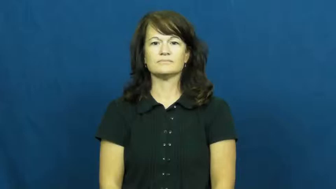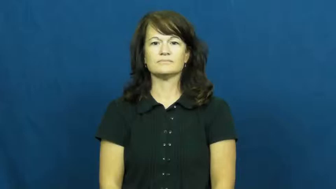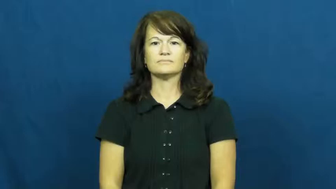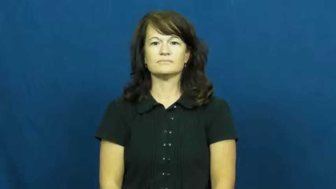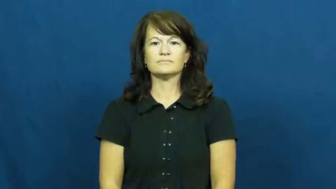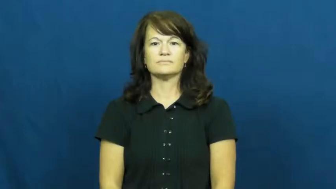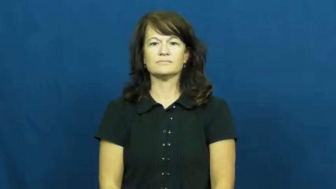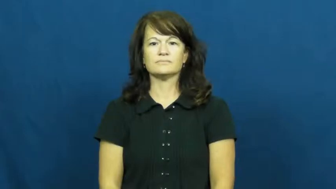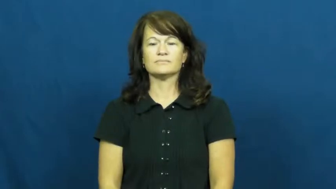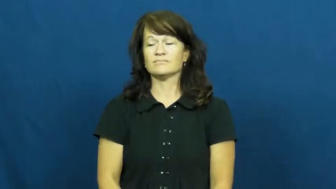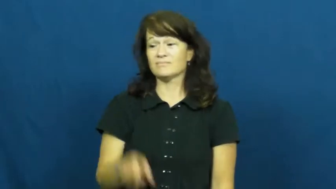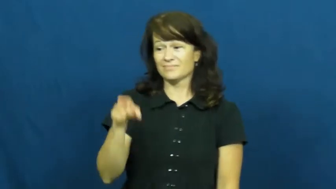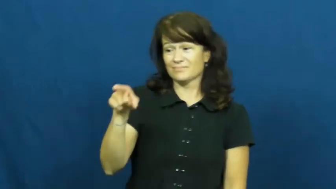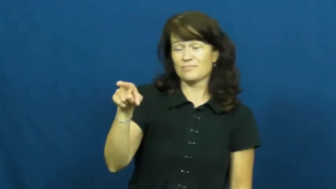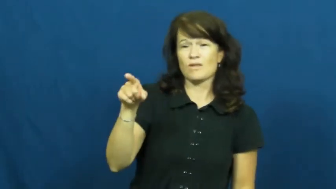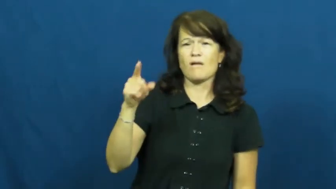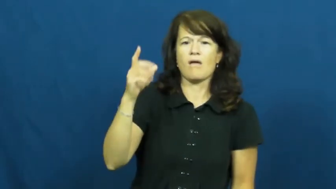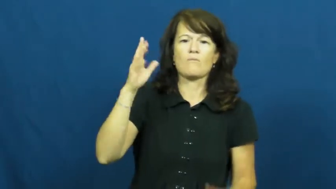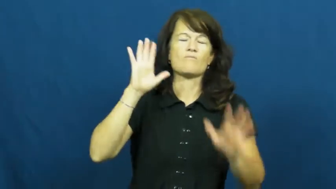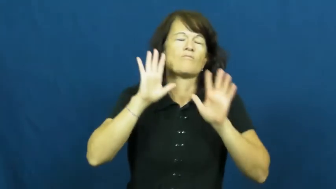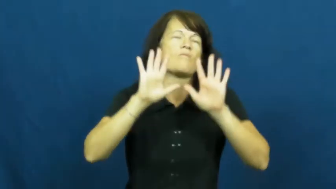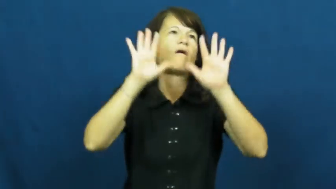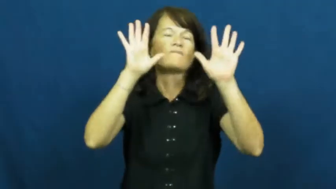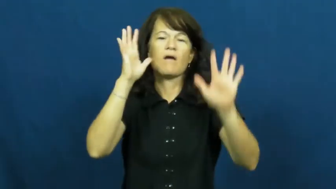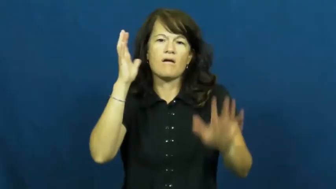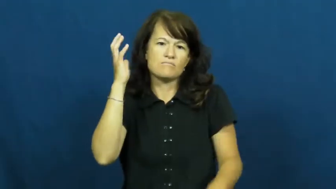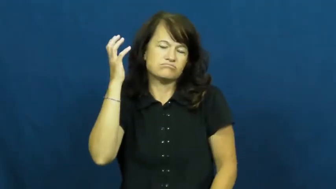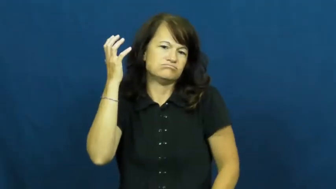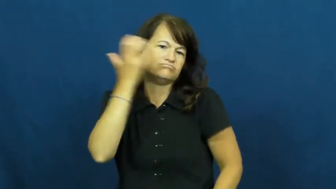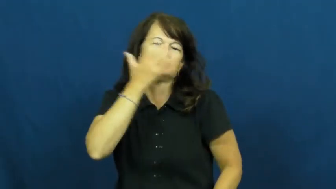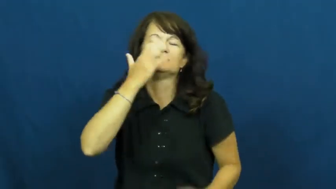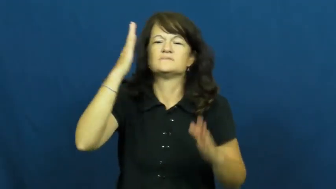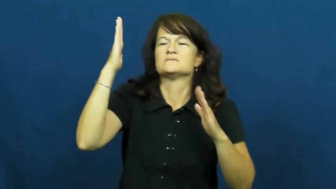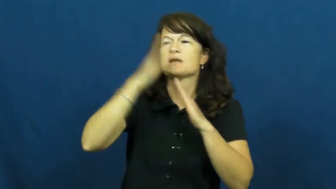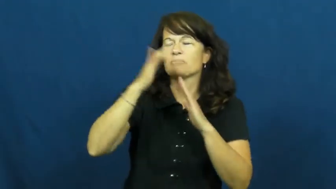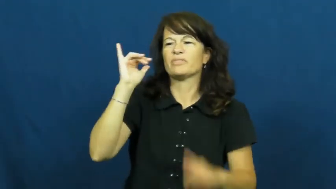exalt